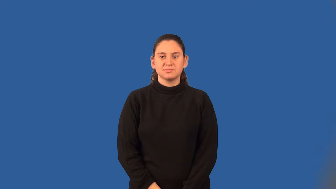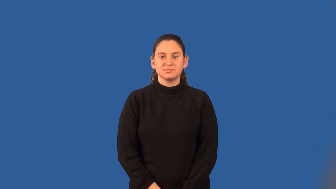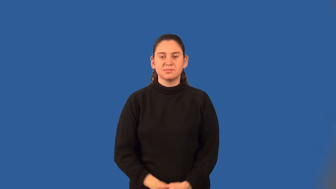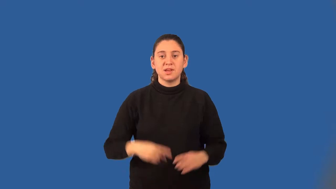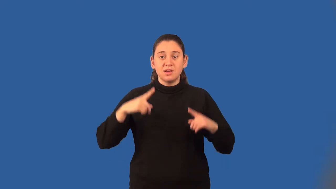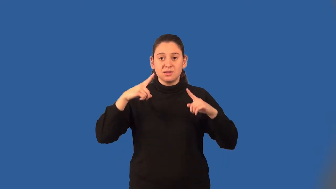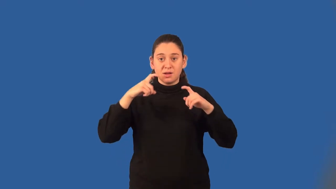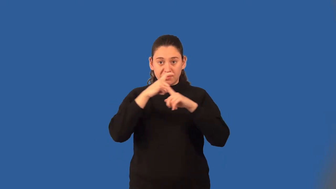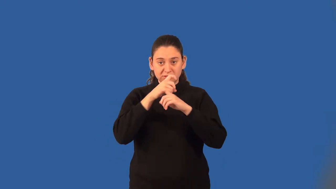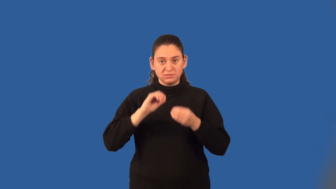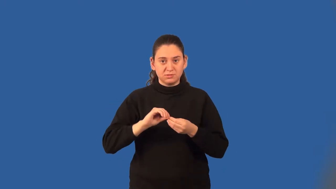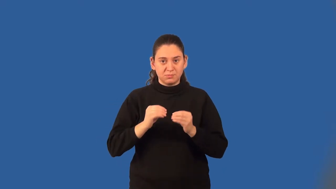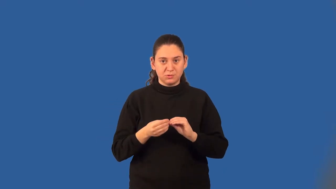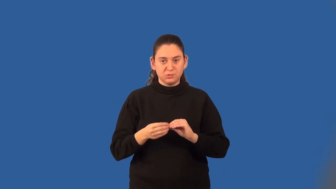complex number